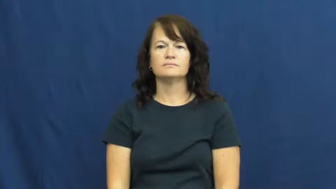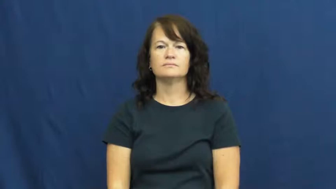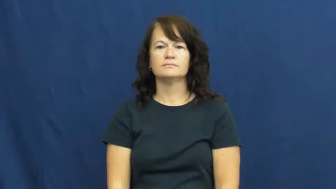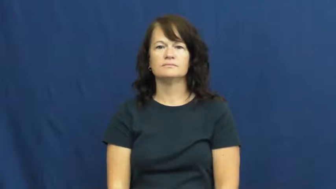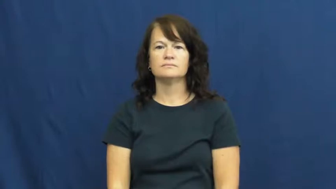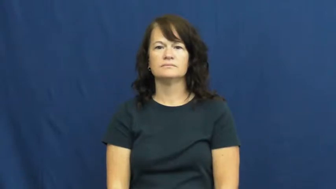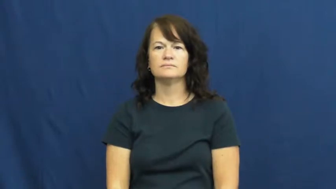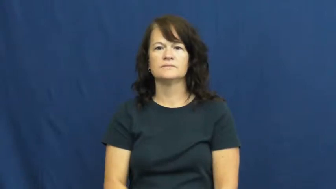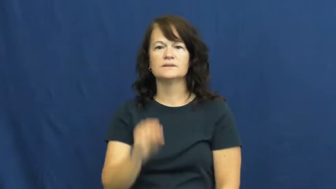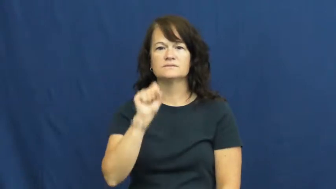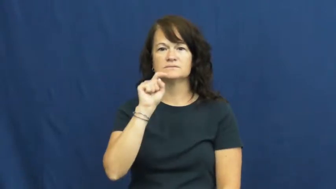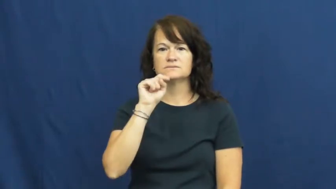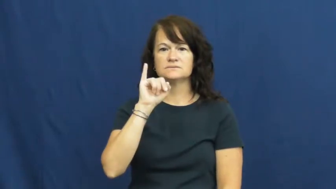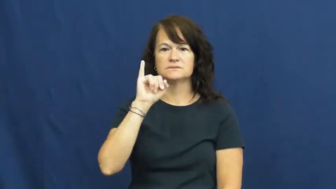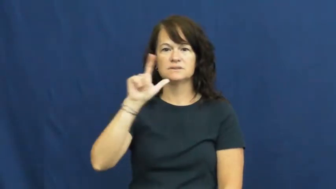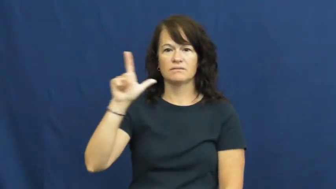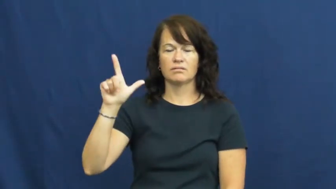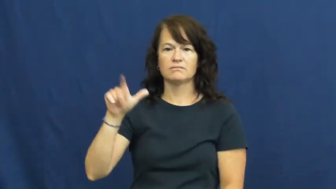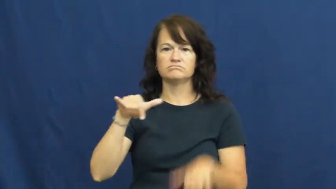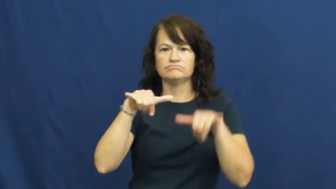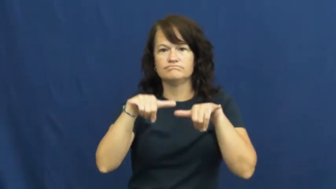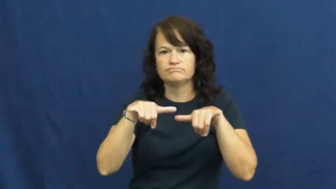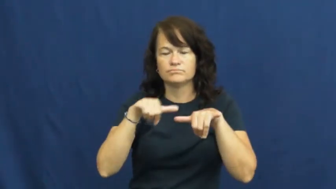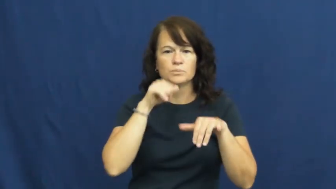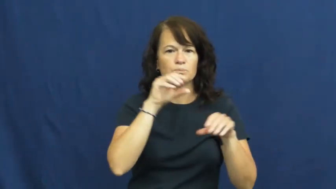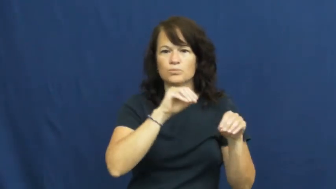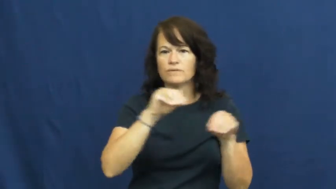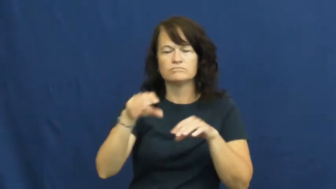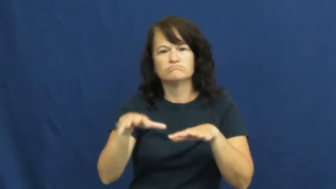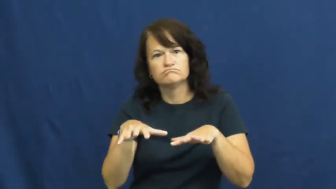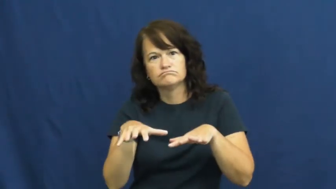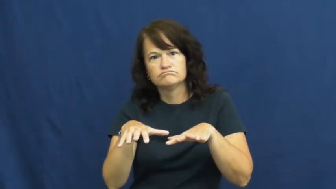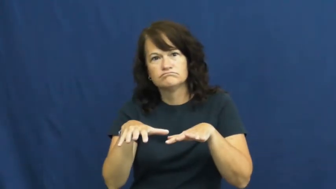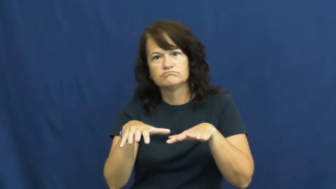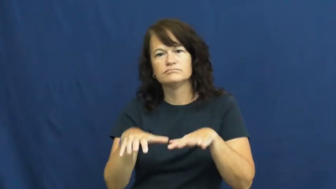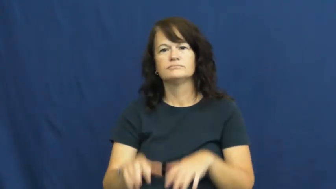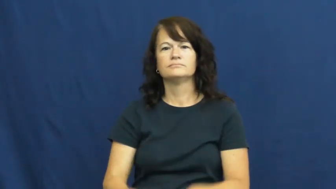still,unmoving-not move